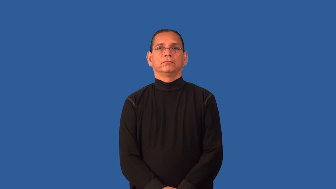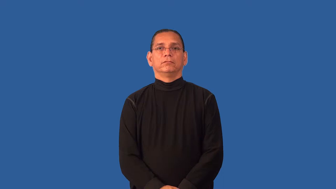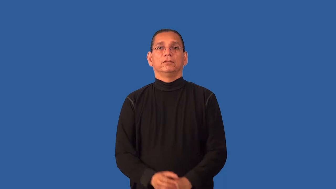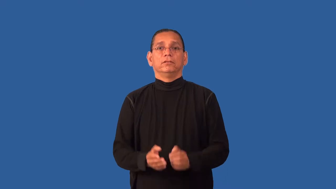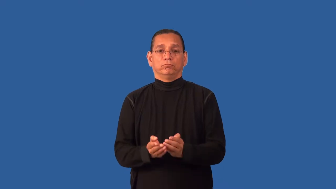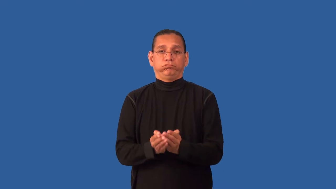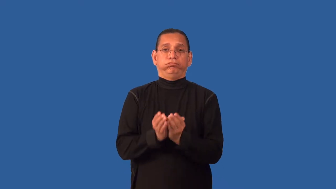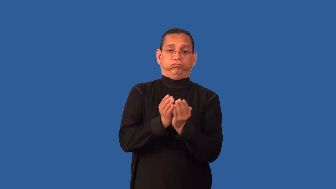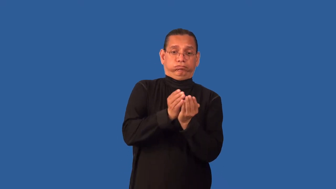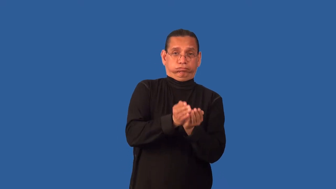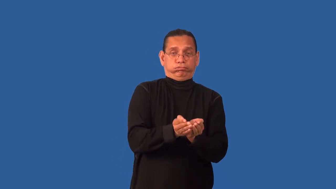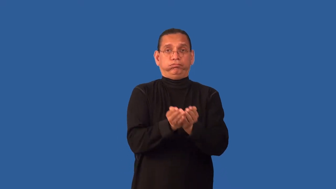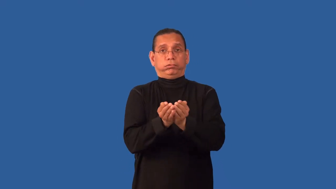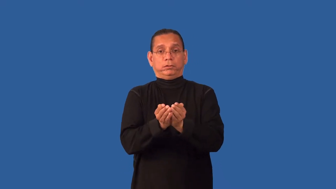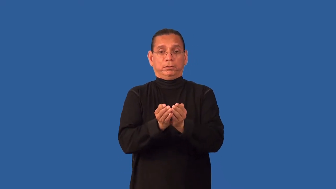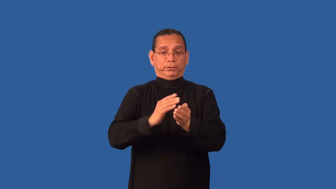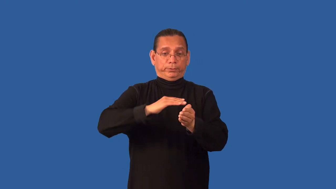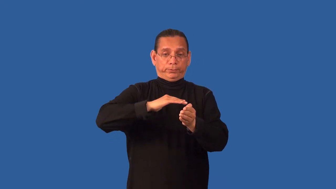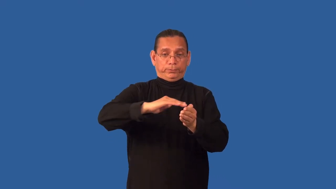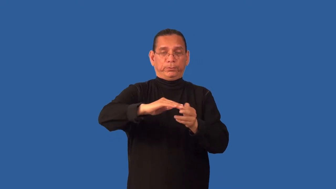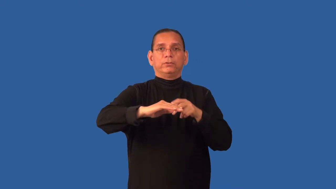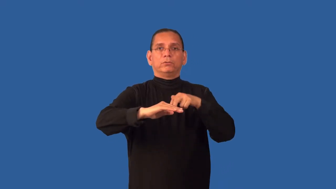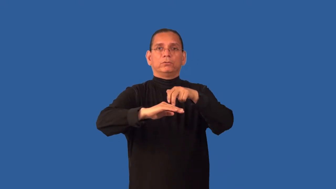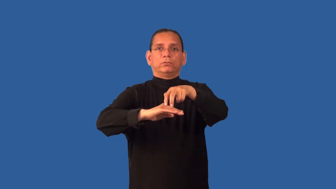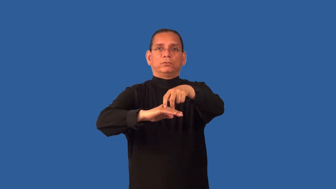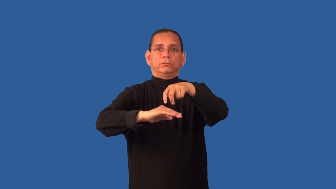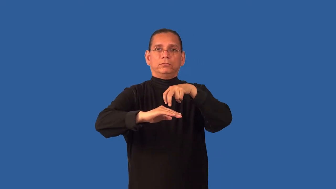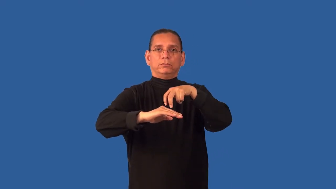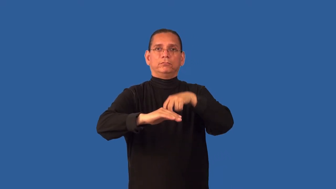deck,topside-boat